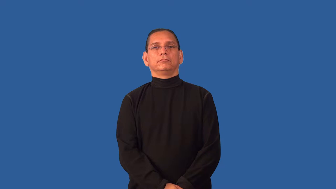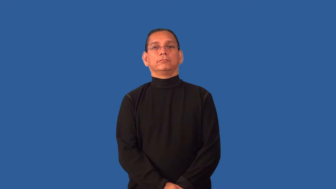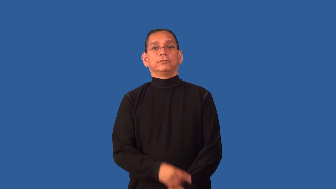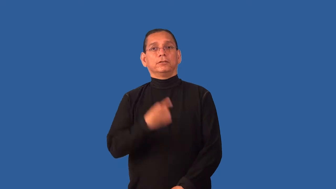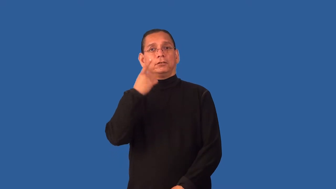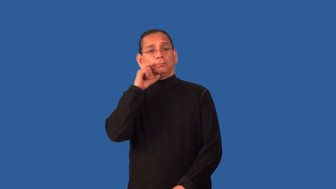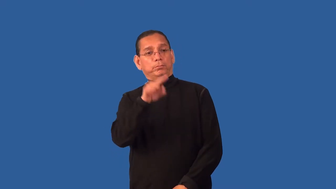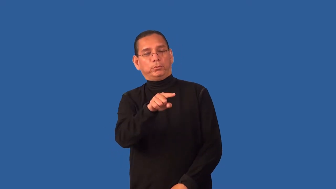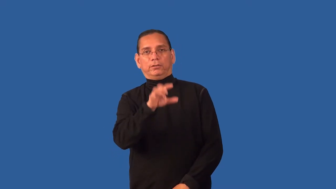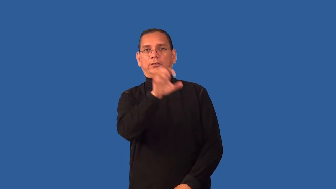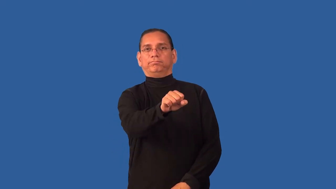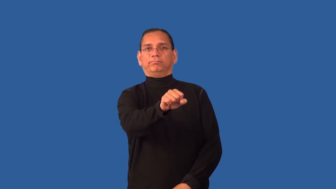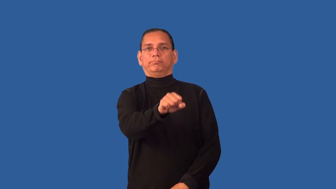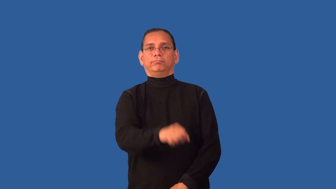descry